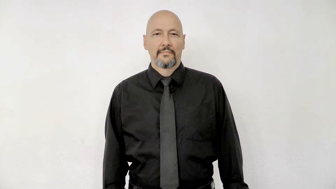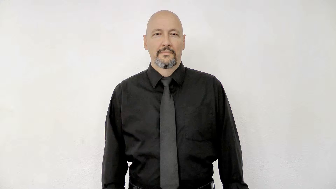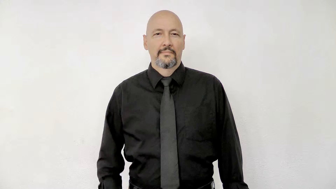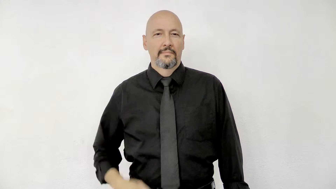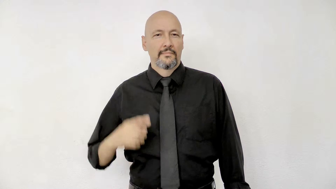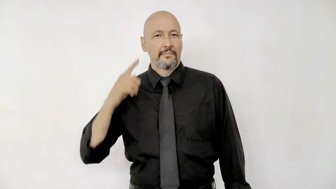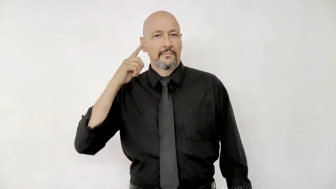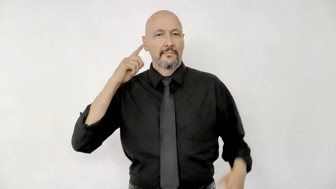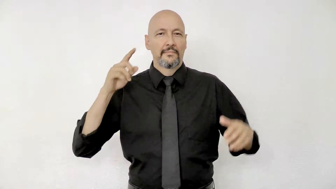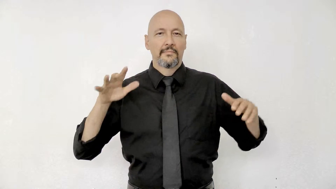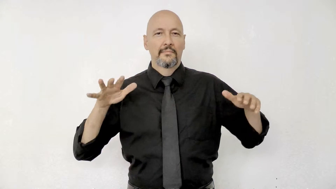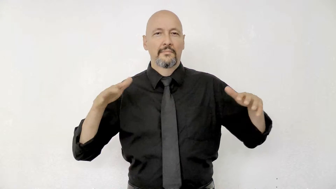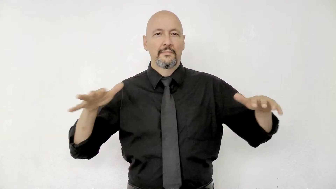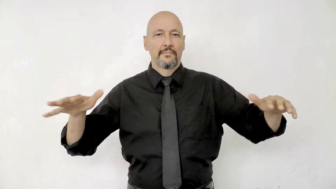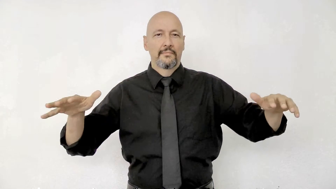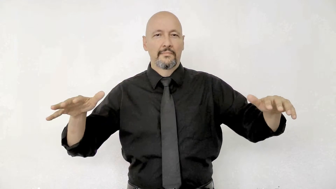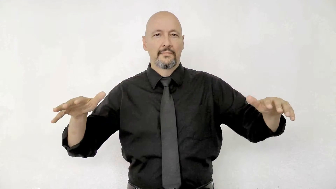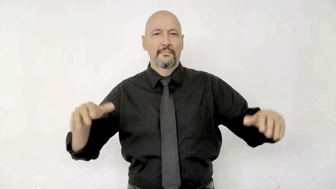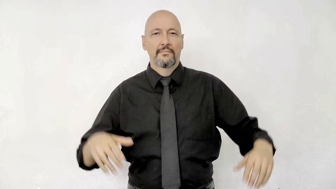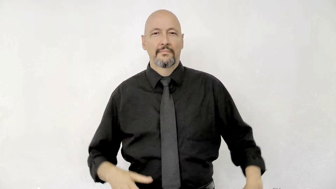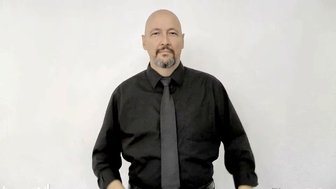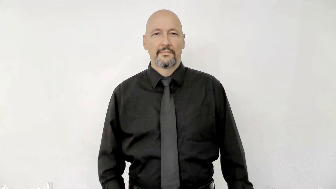sound version